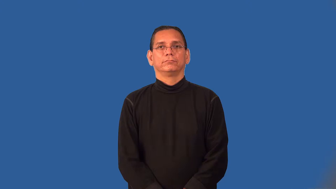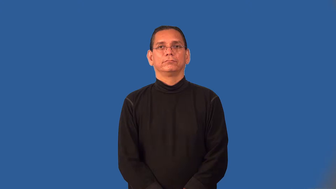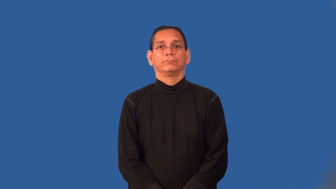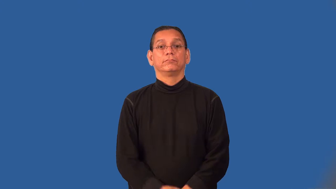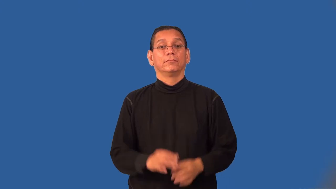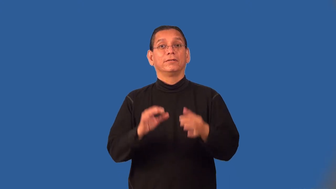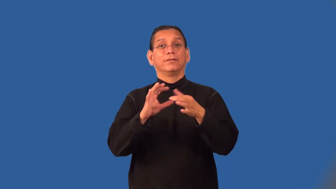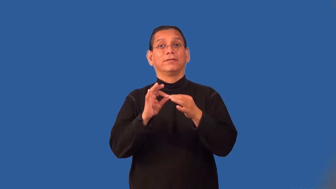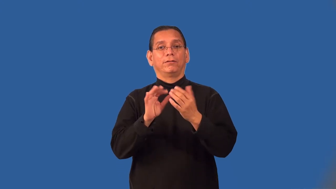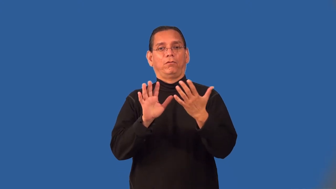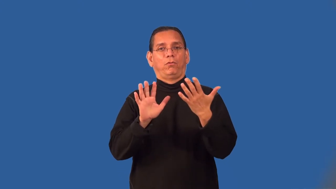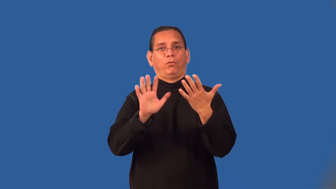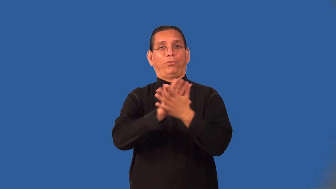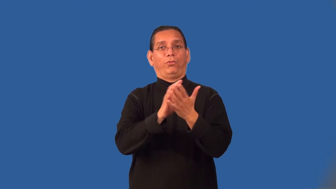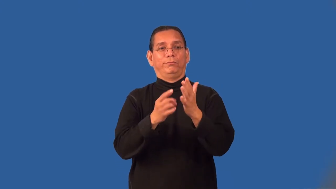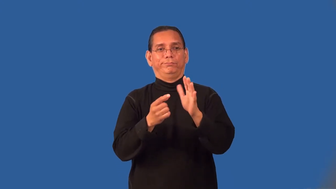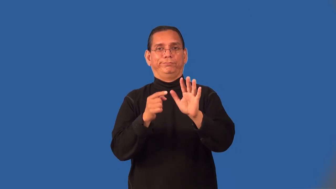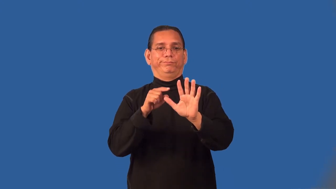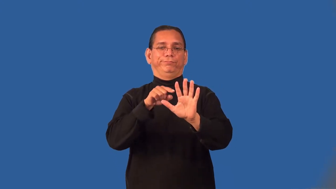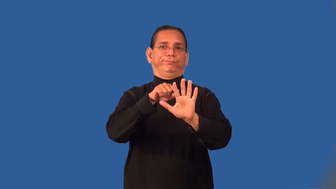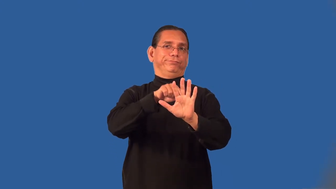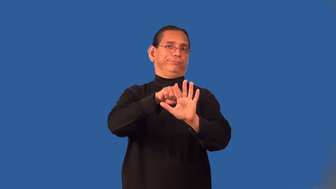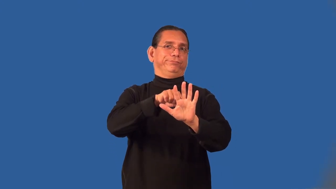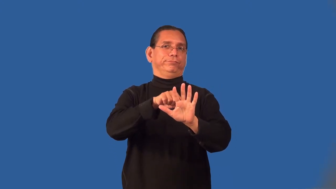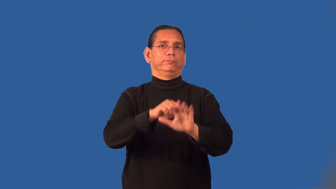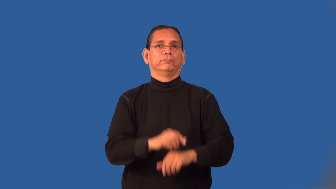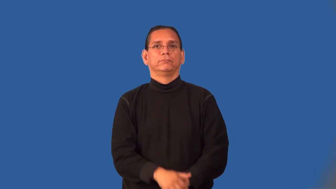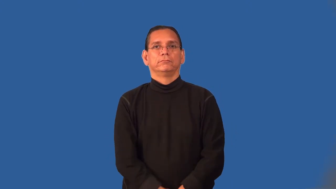pretext